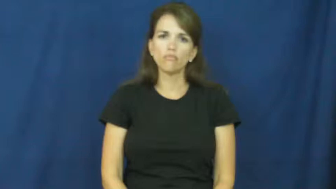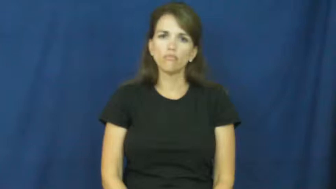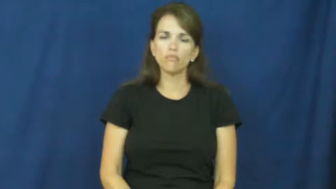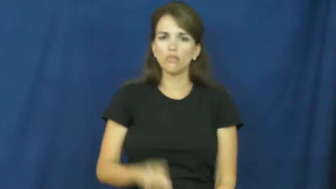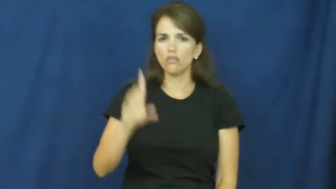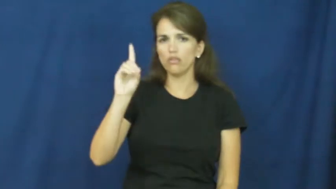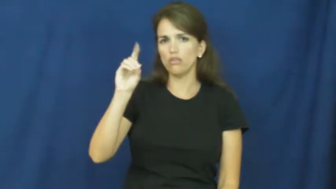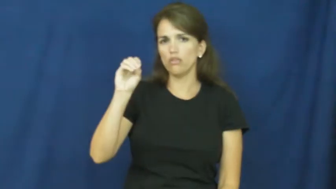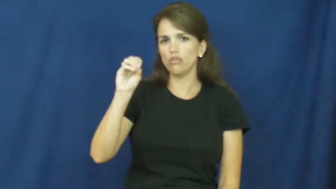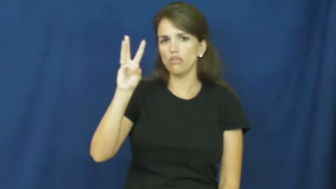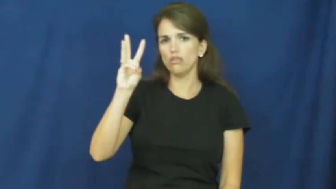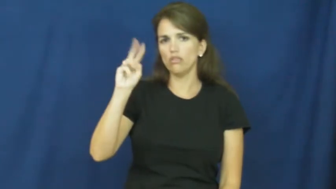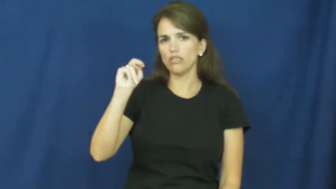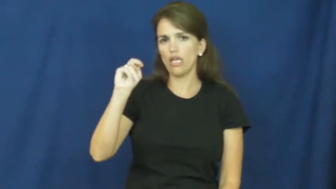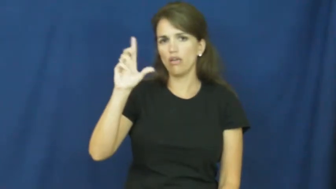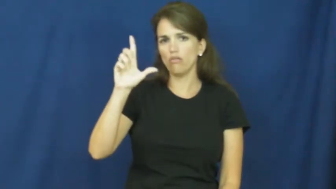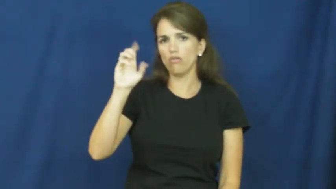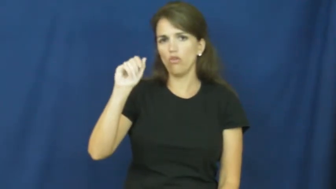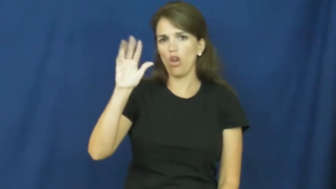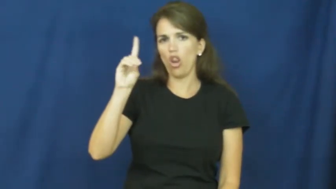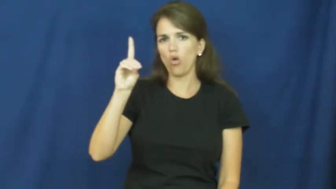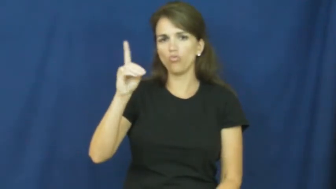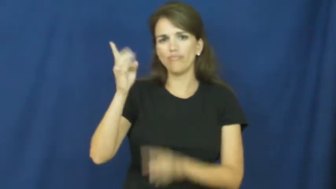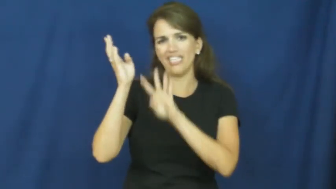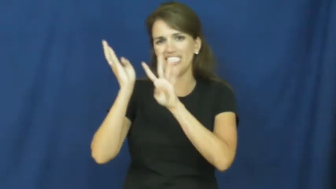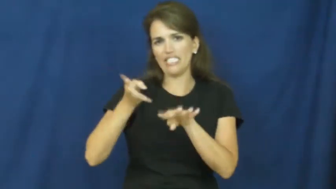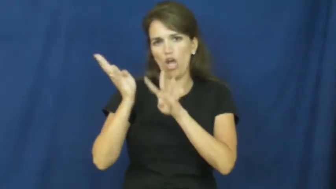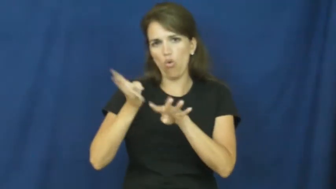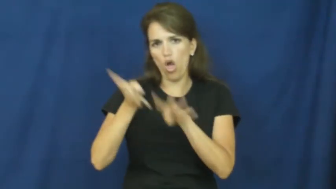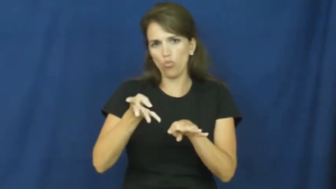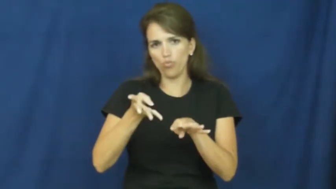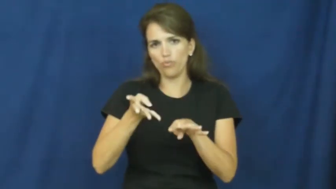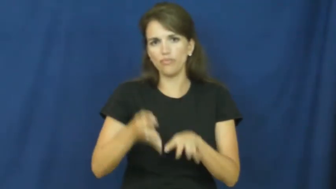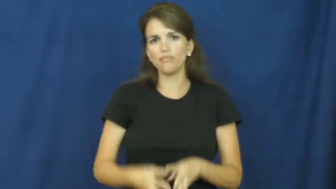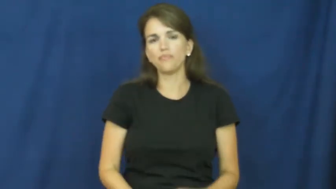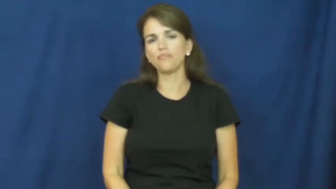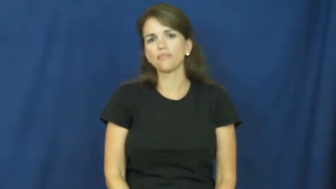download